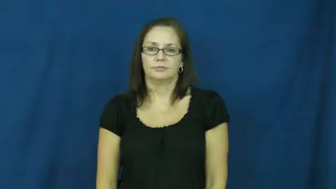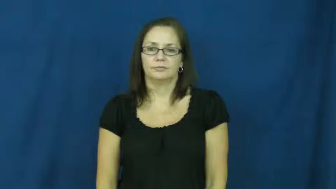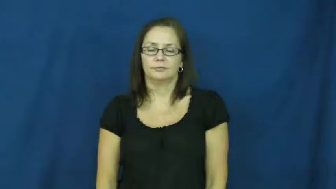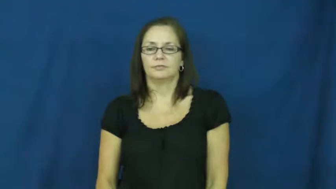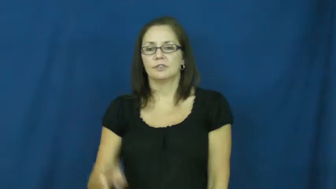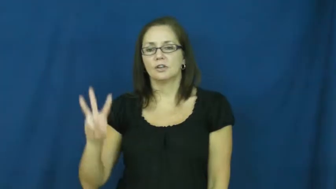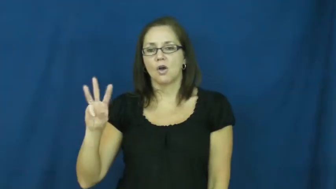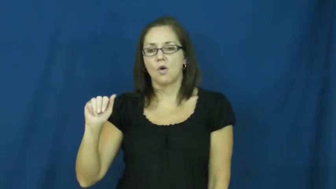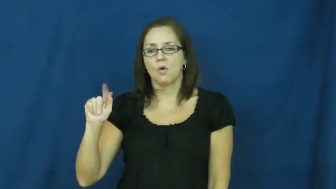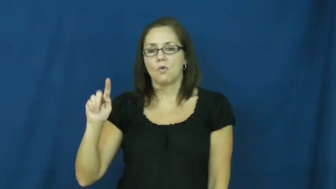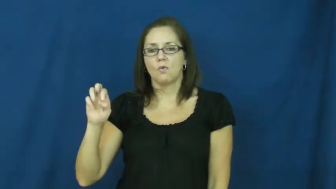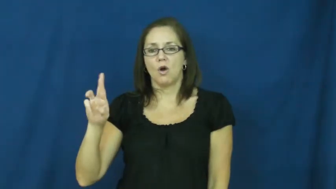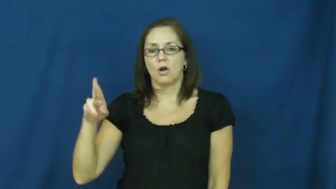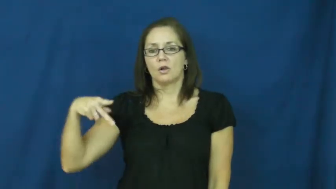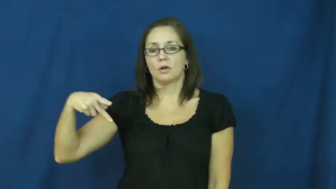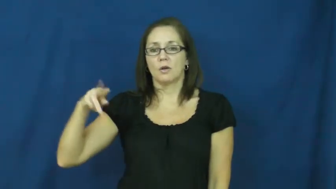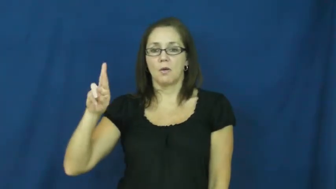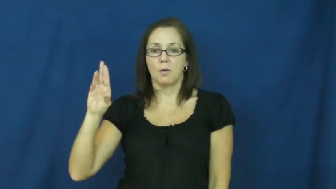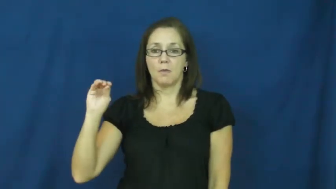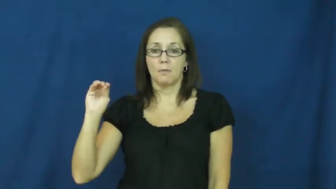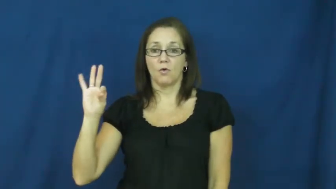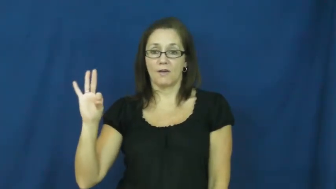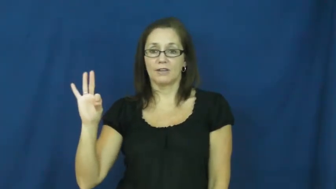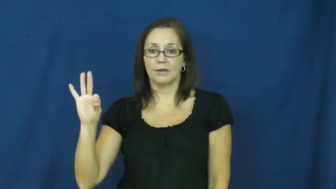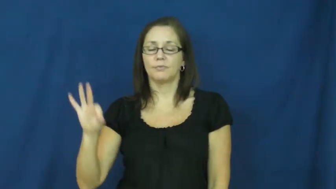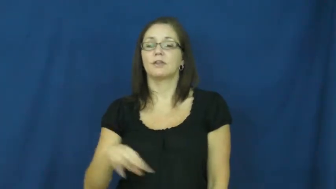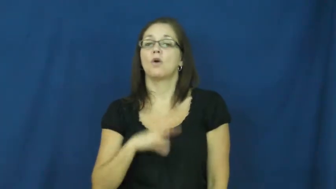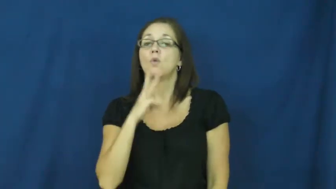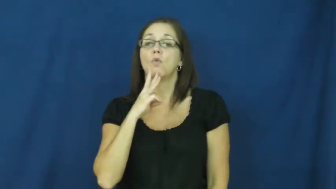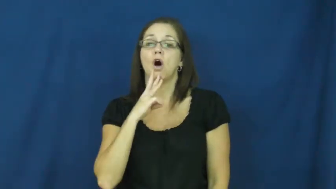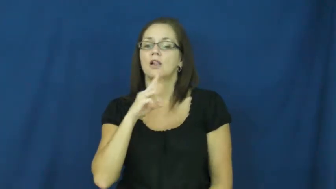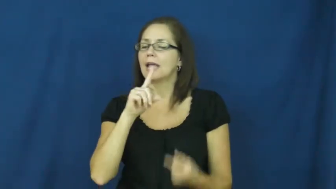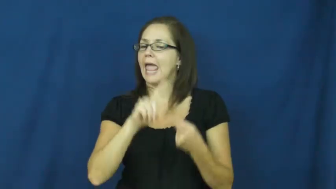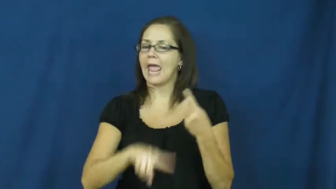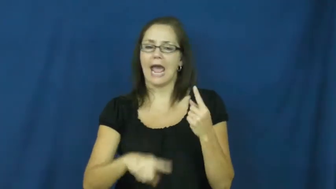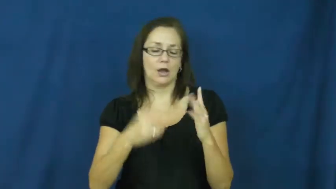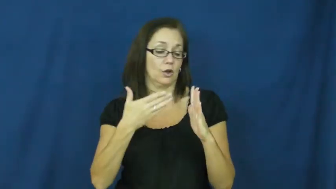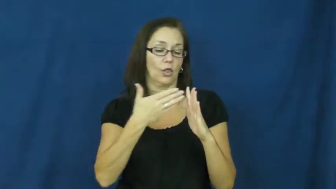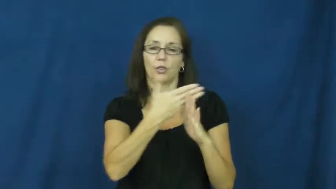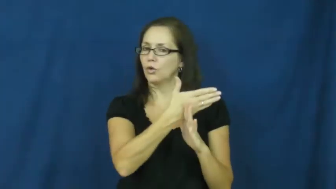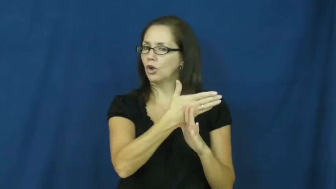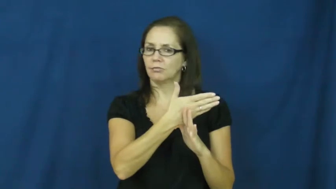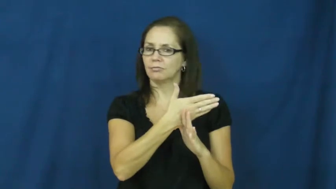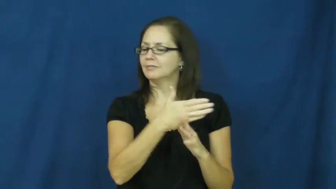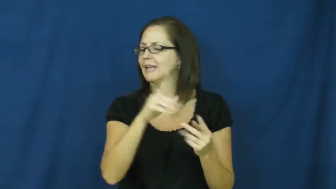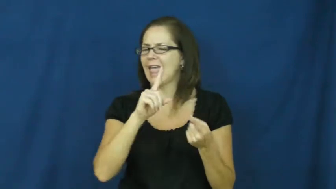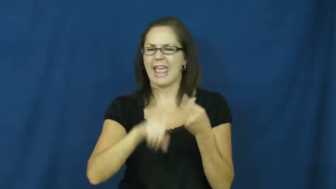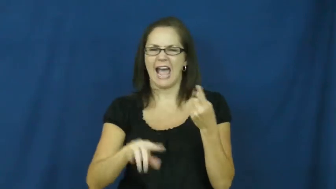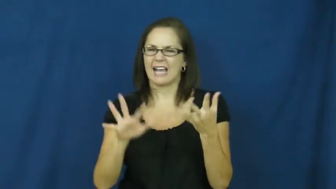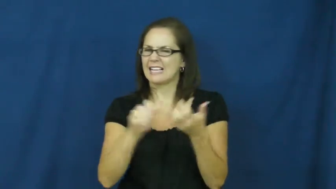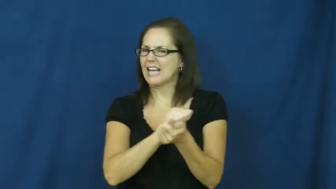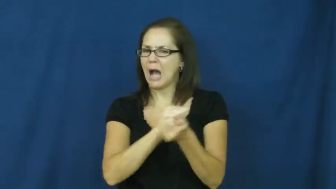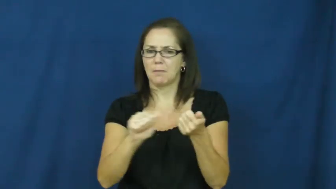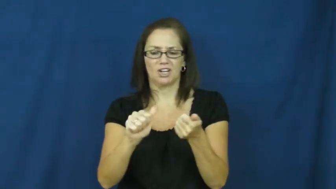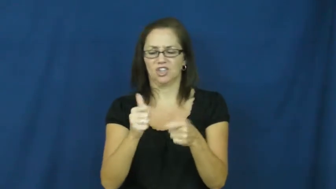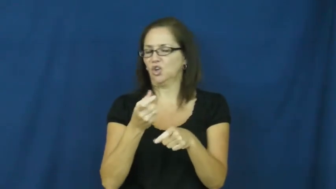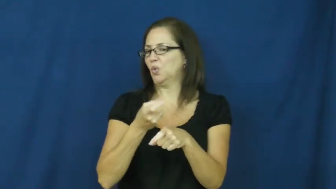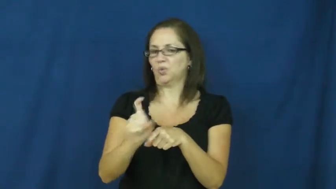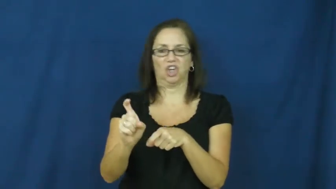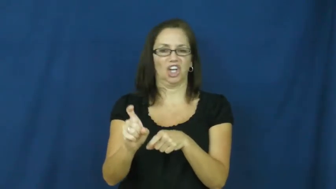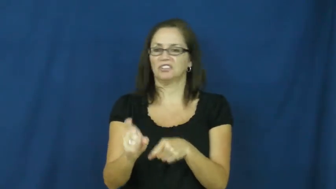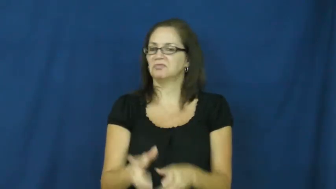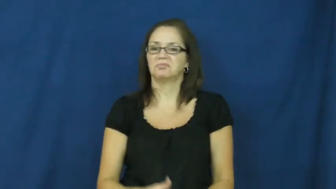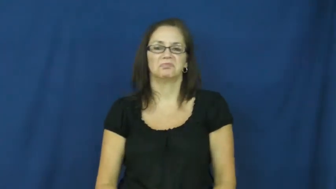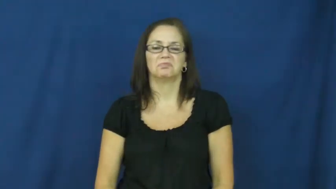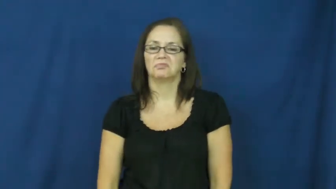waterproof